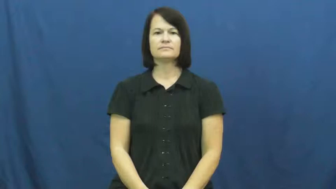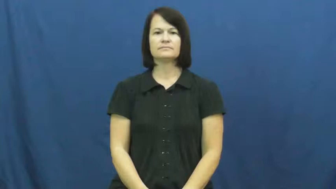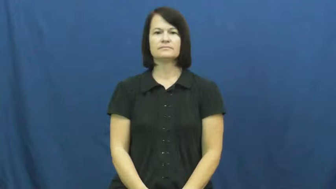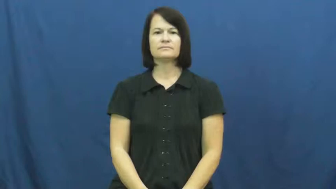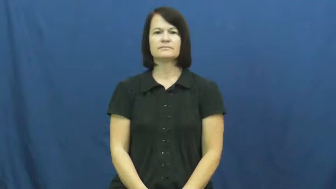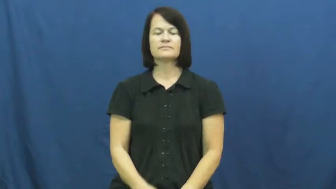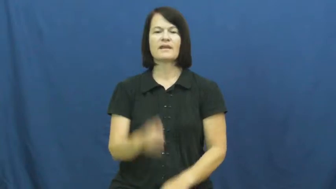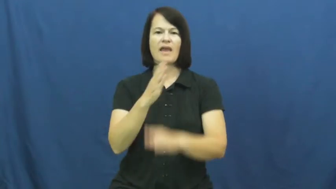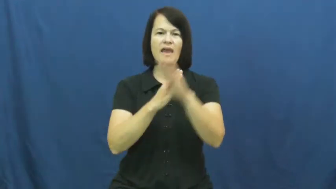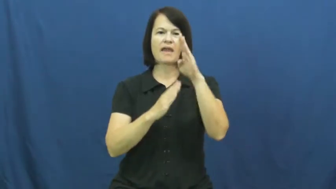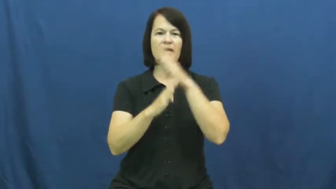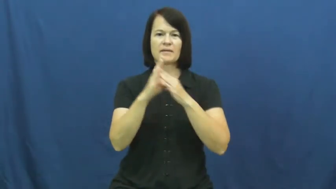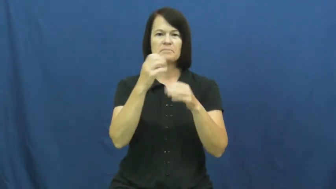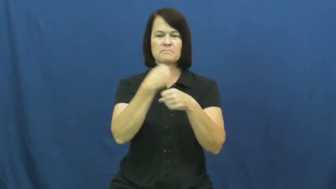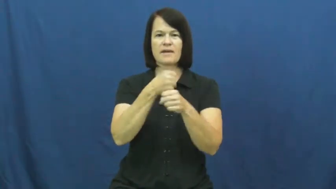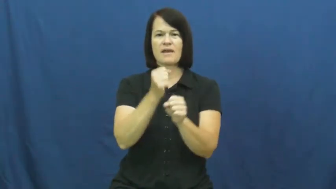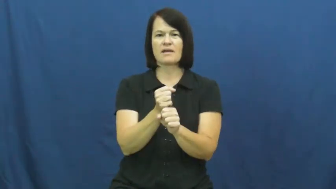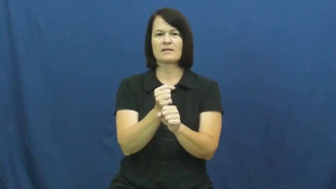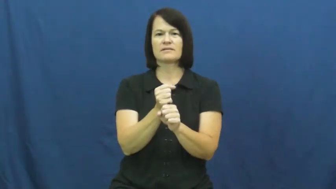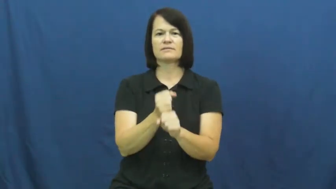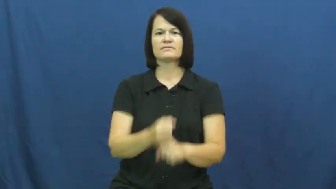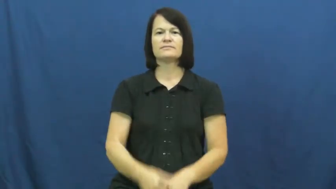handmade,handcrafted,handiwork